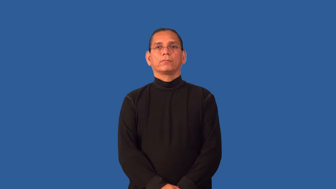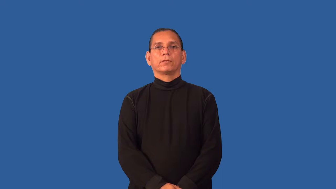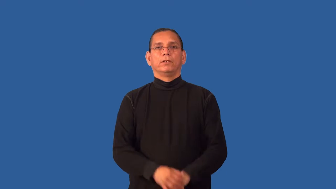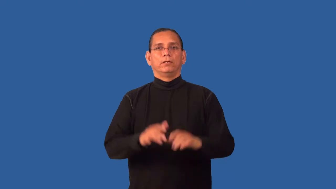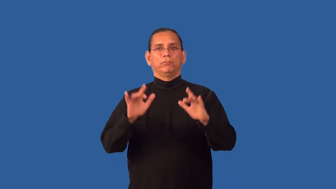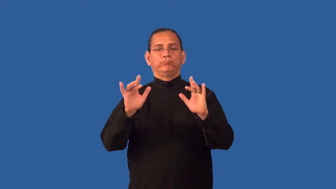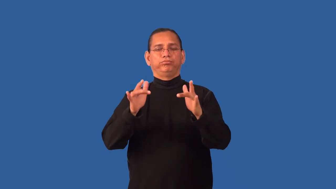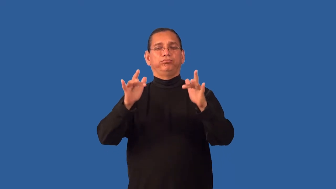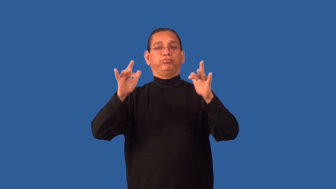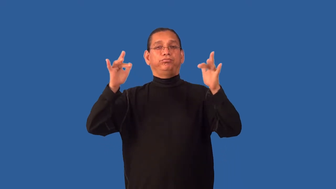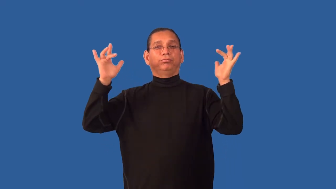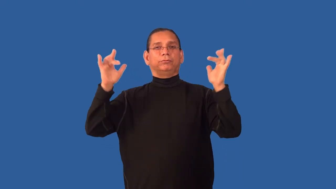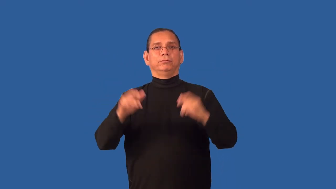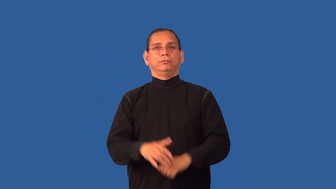glow,phosphorescent